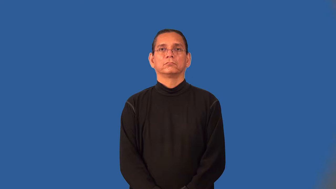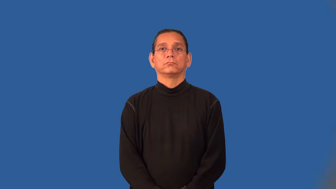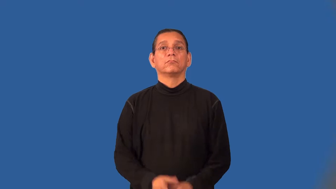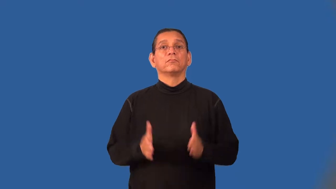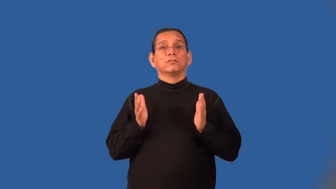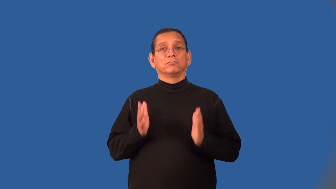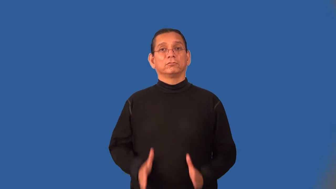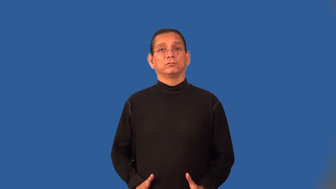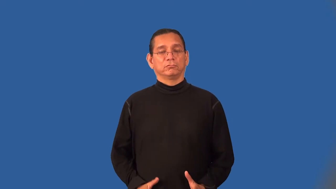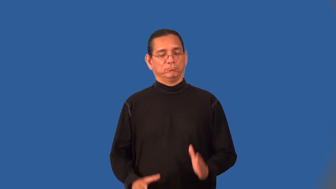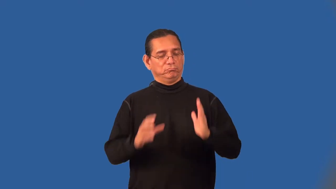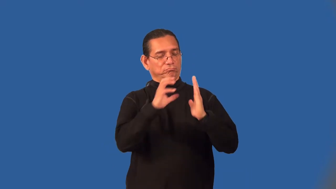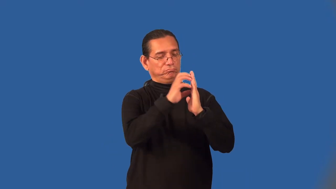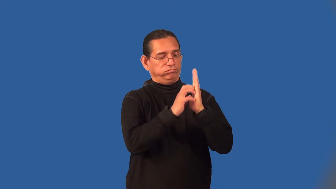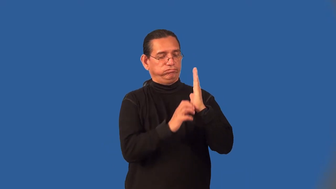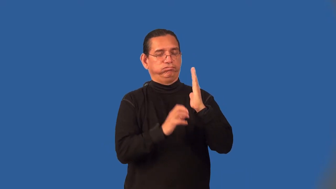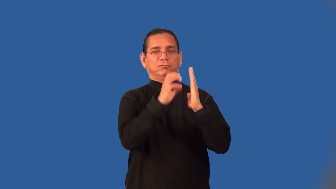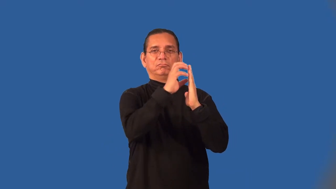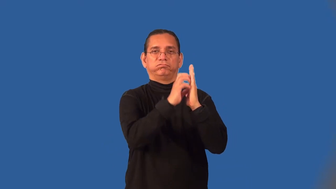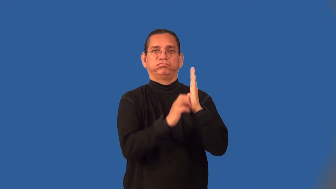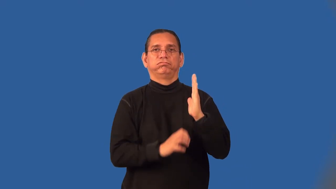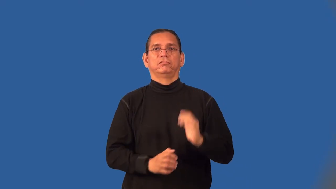grater